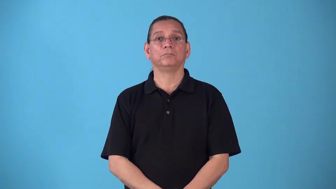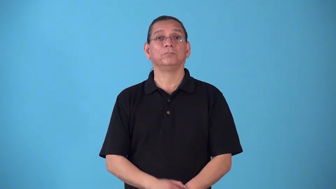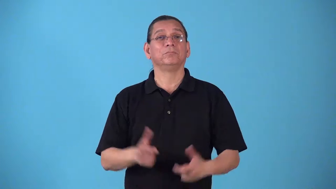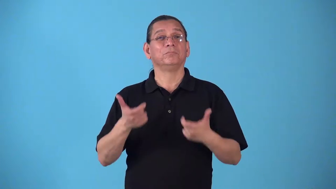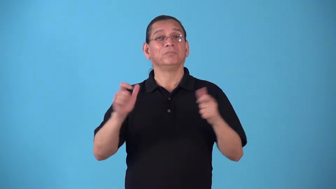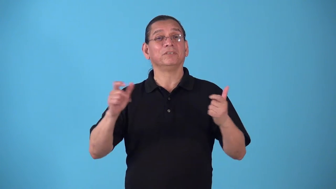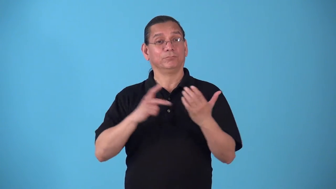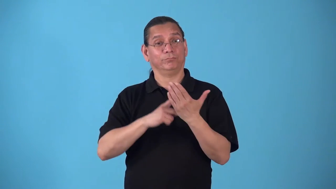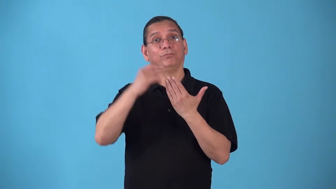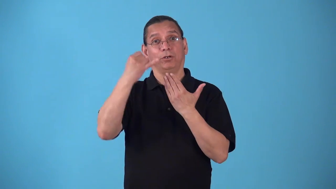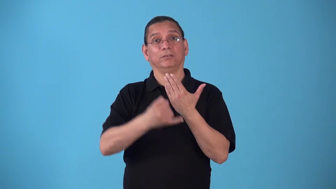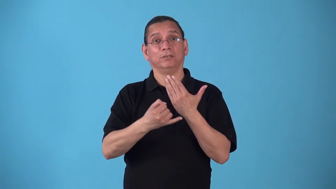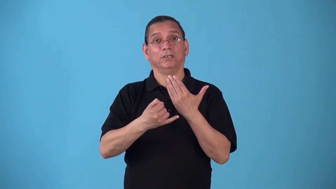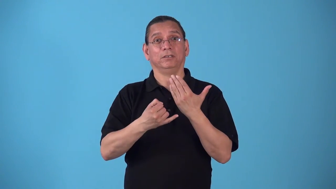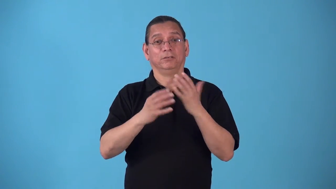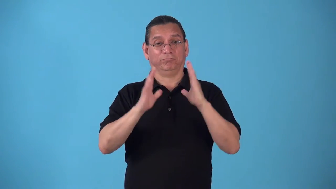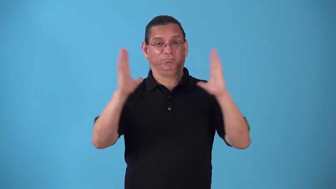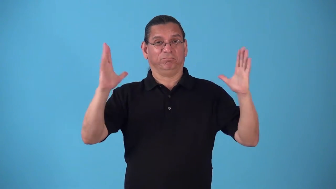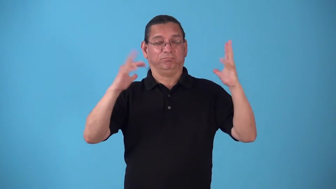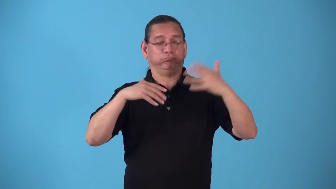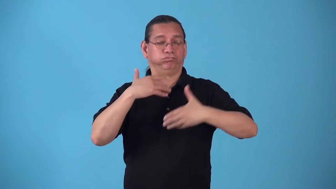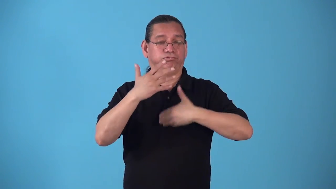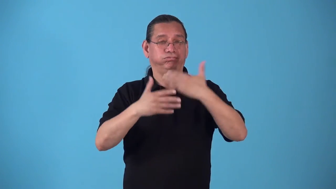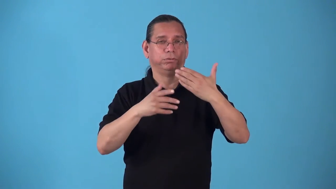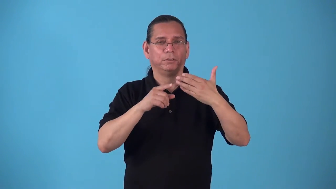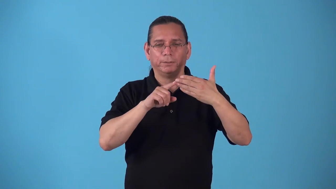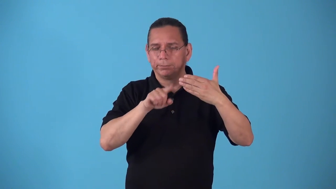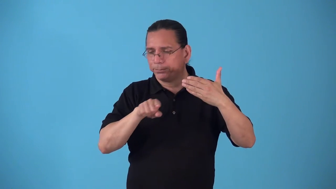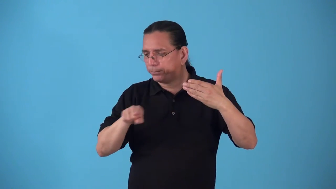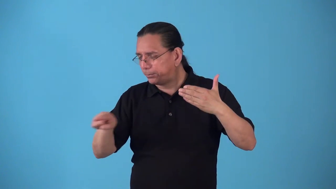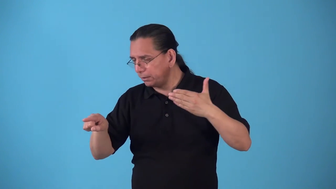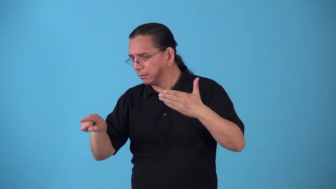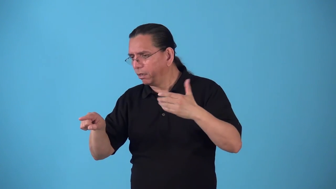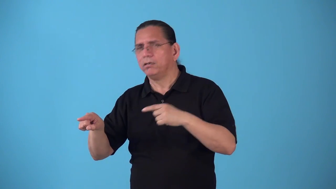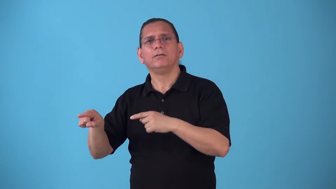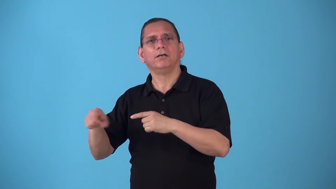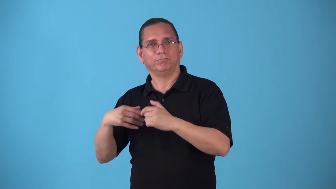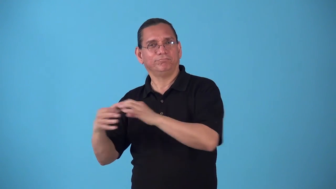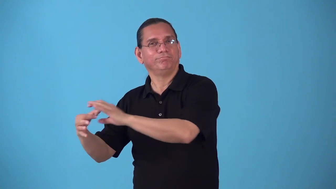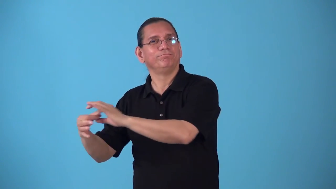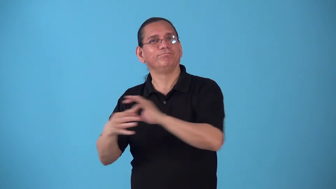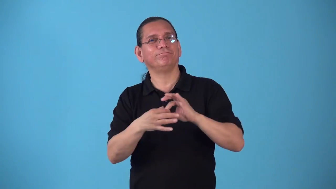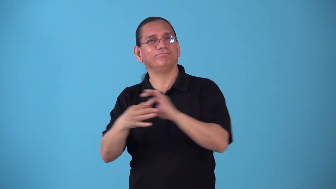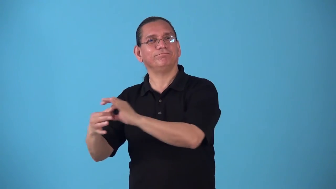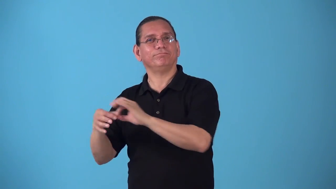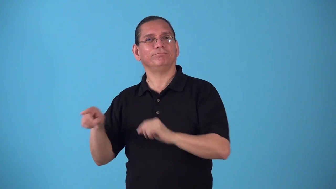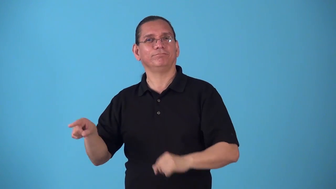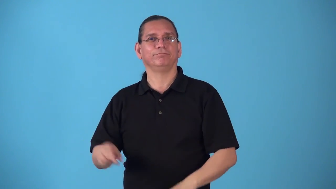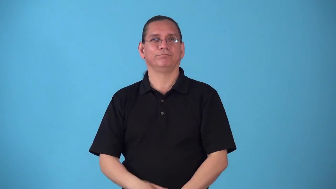spinoff